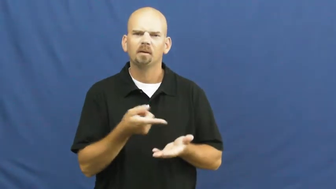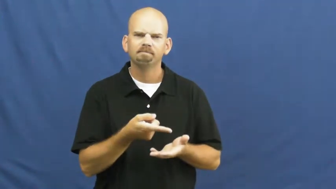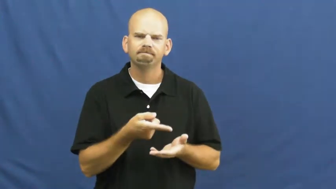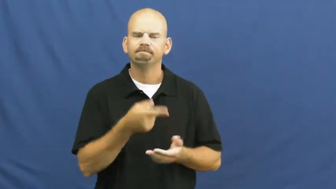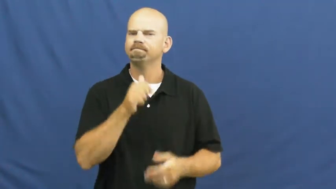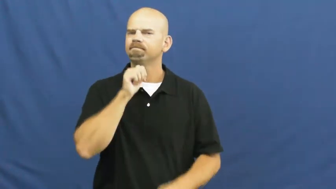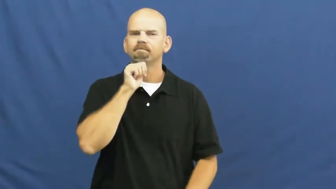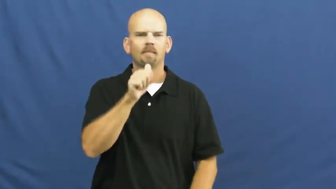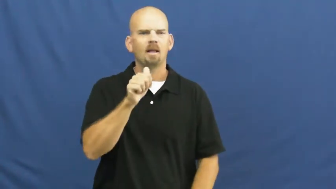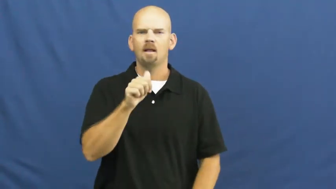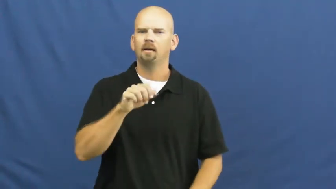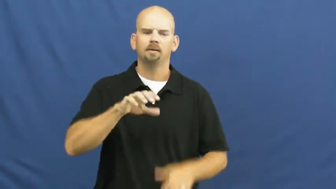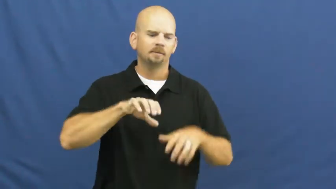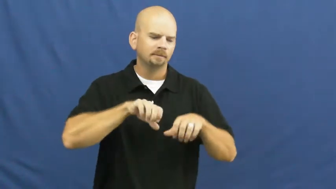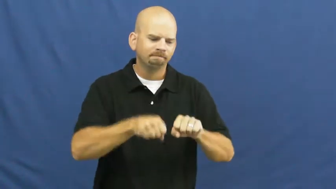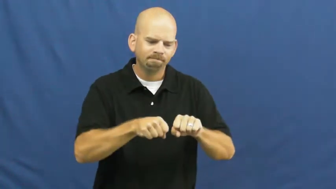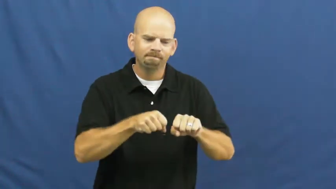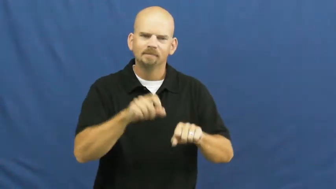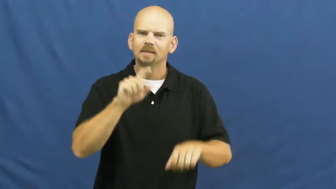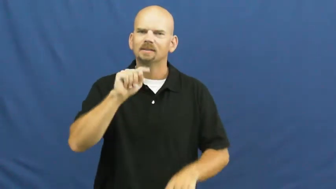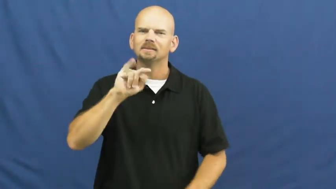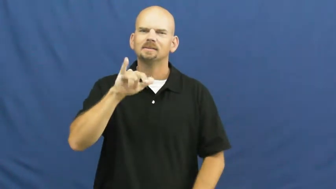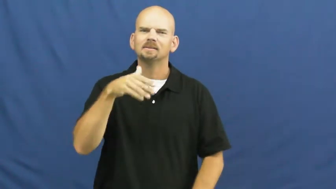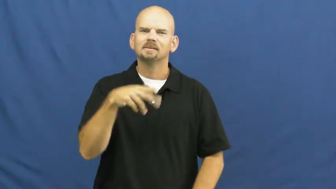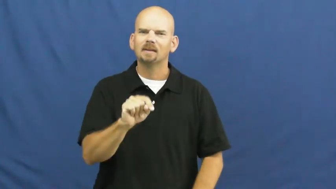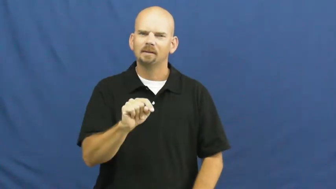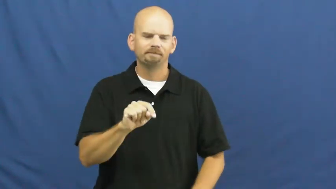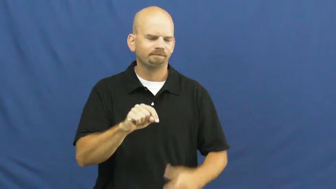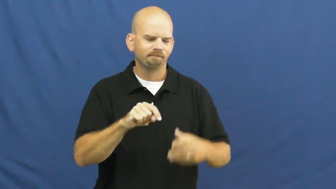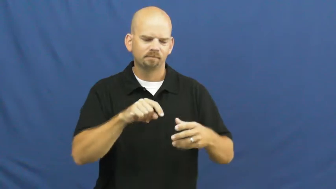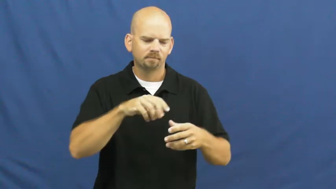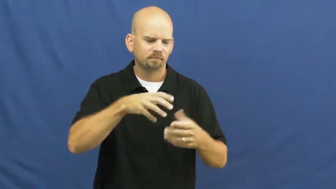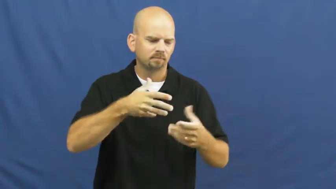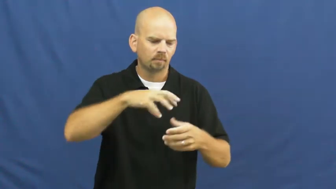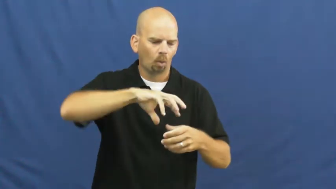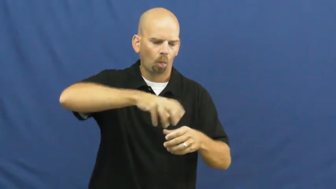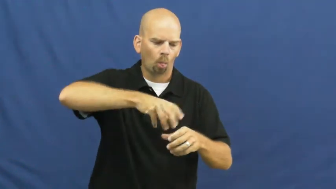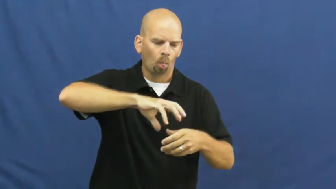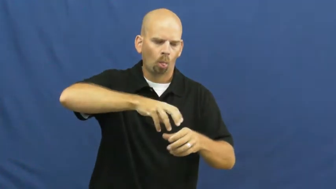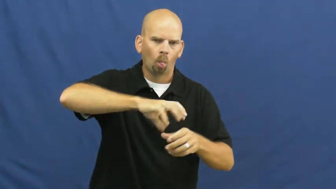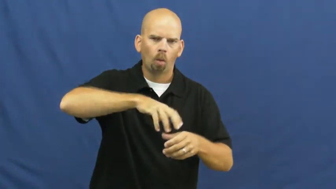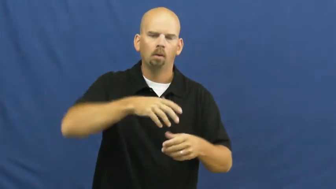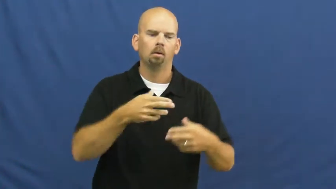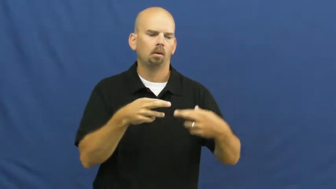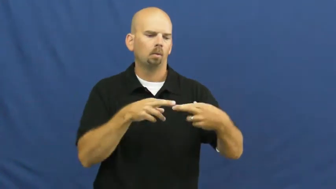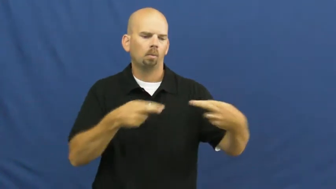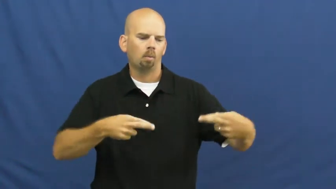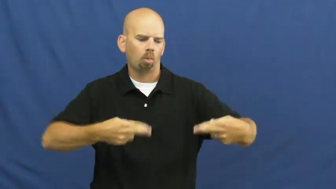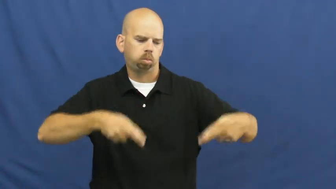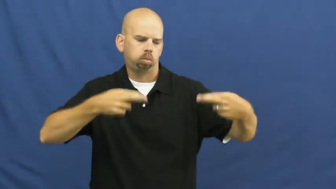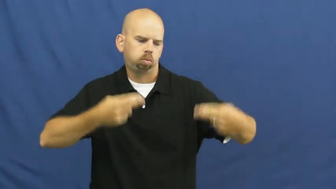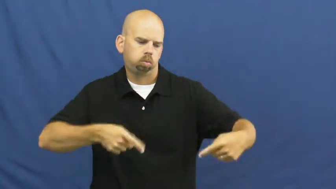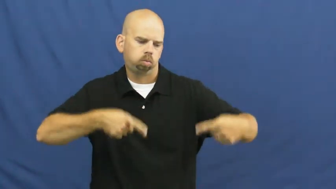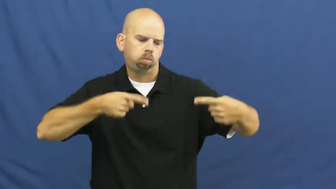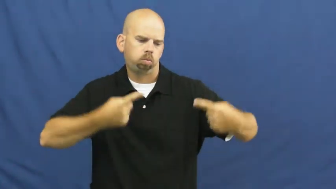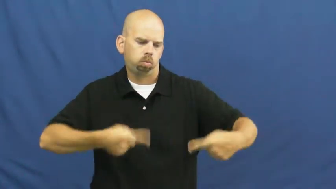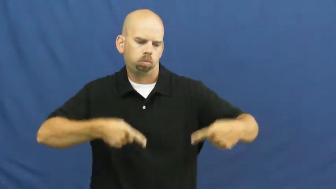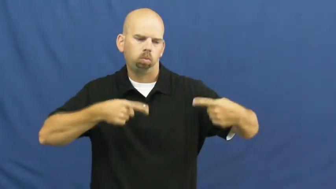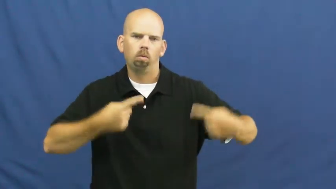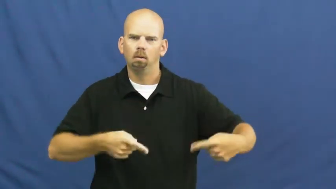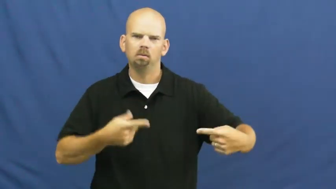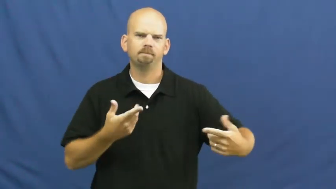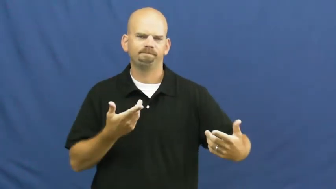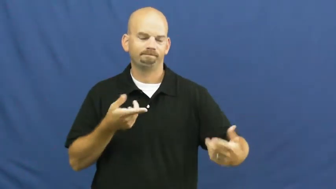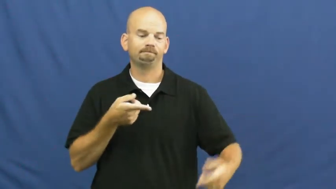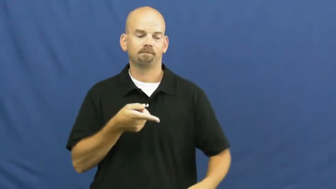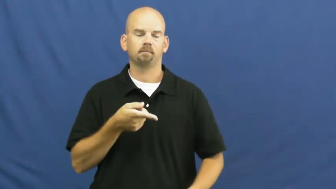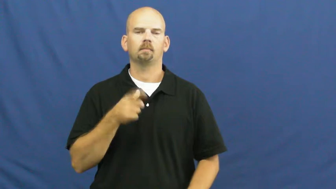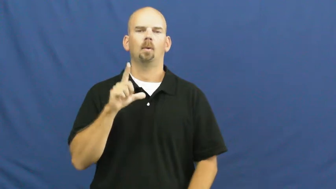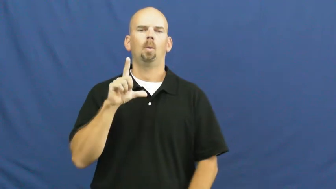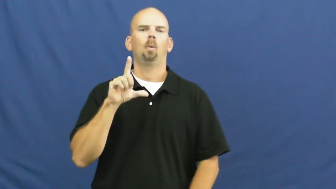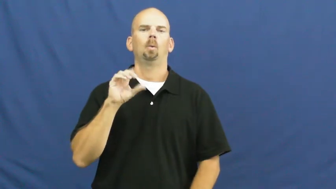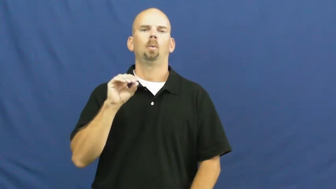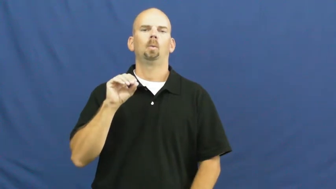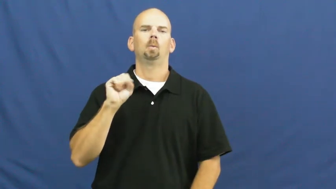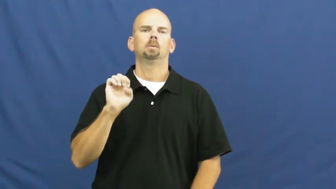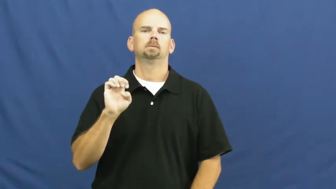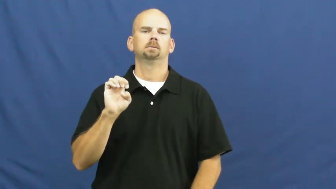loose-not tight